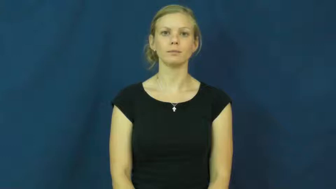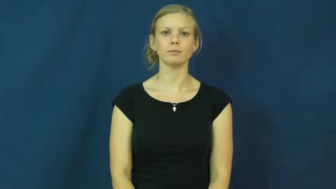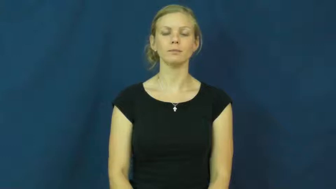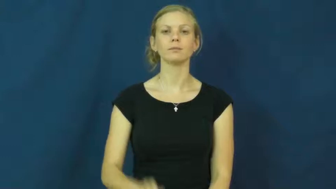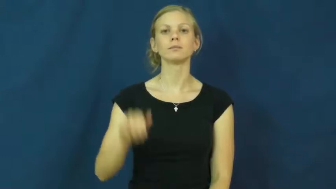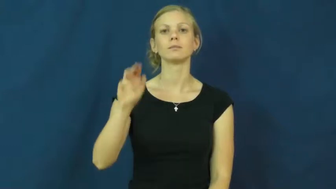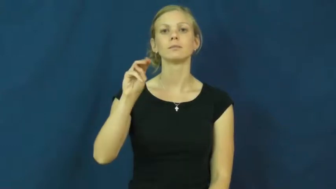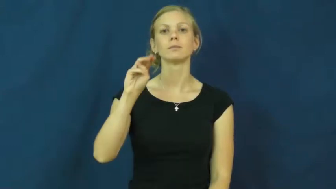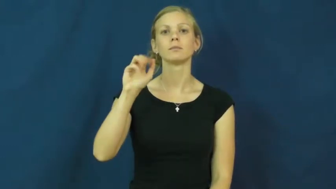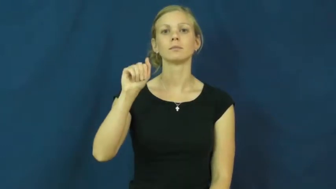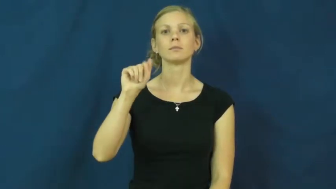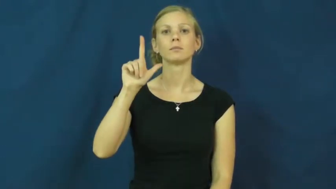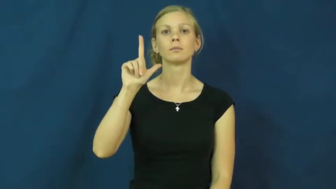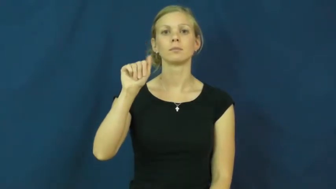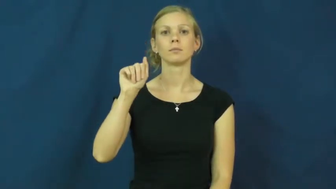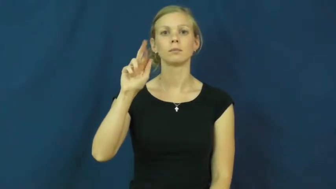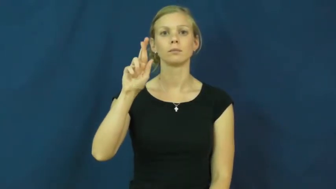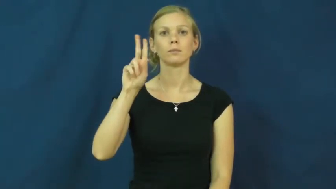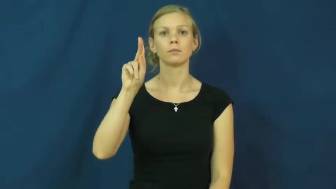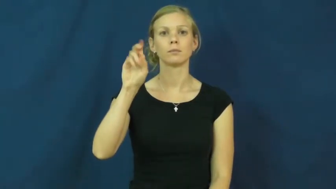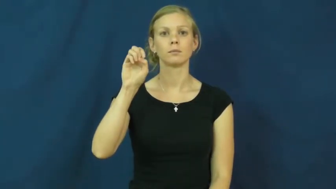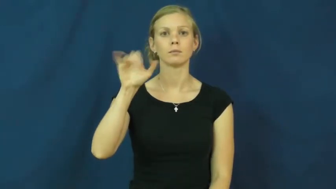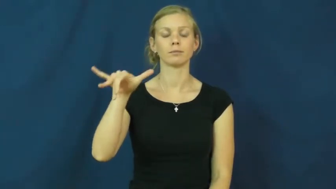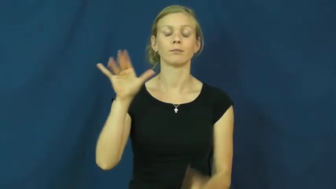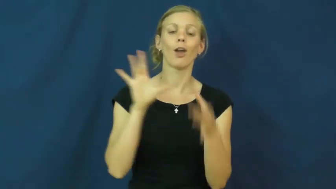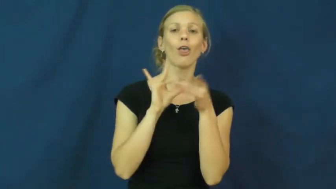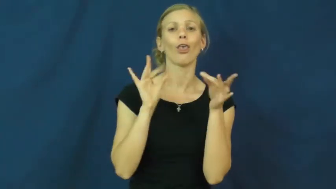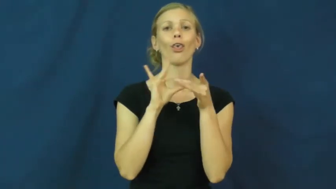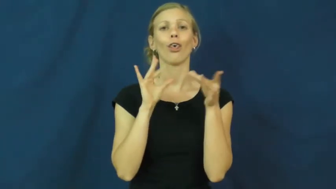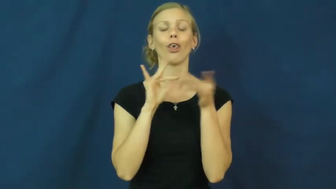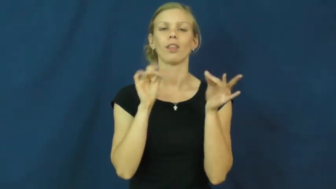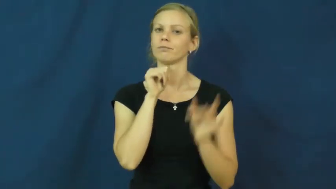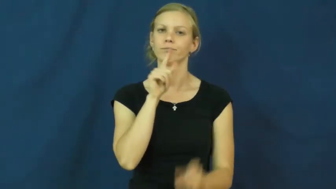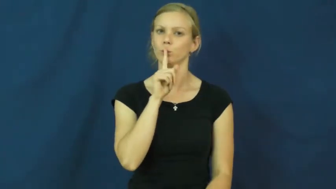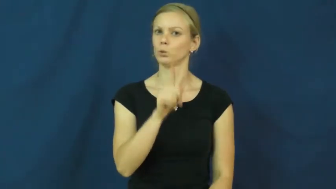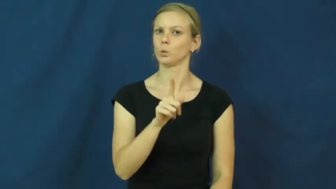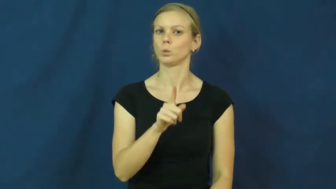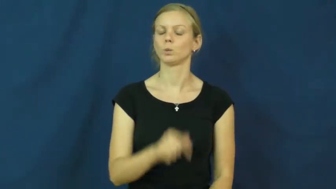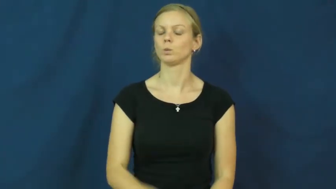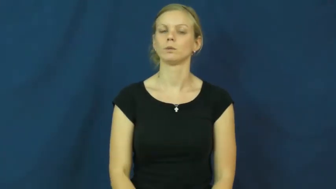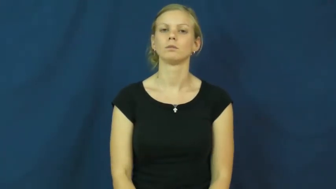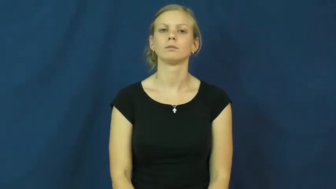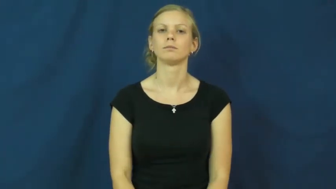malarkey